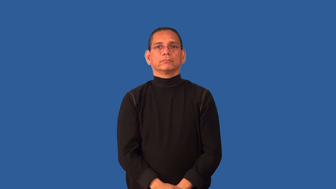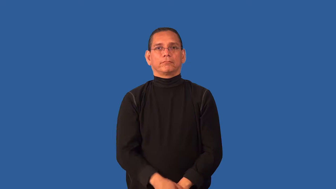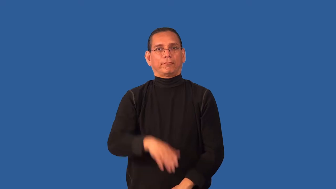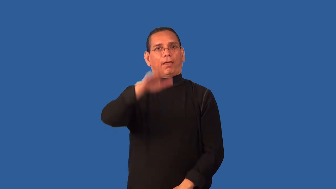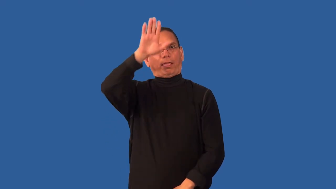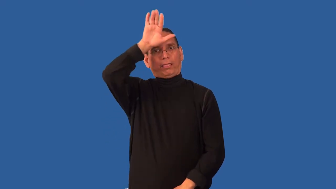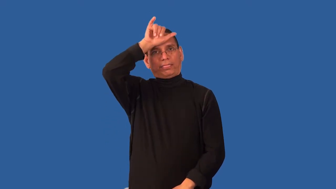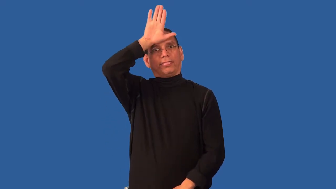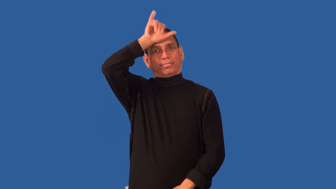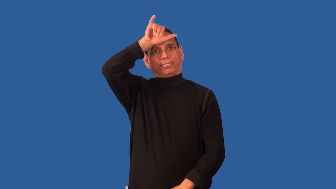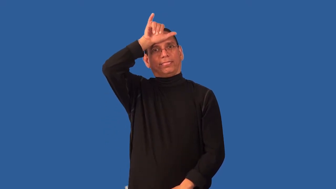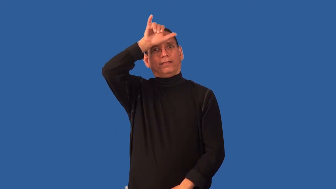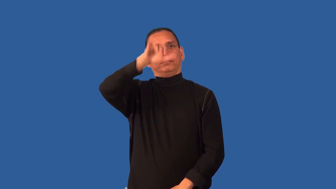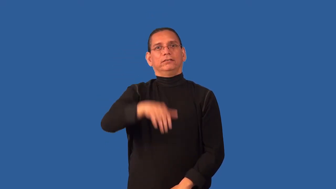credulous